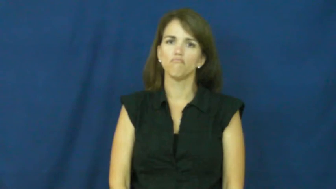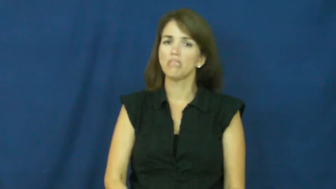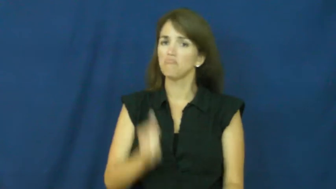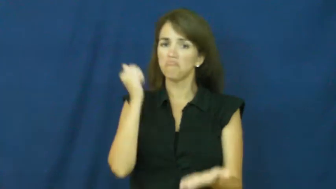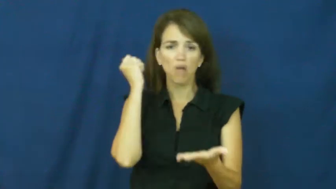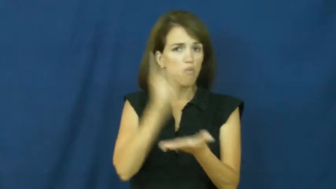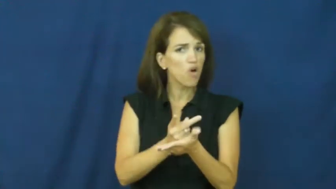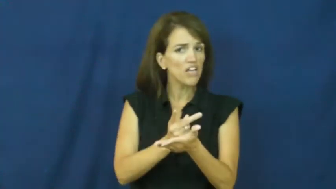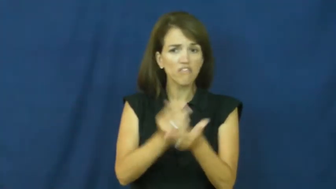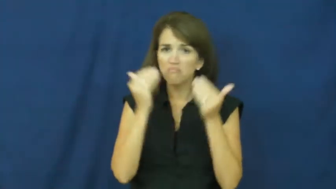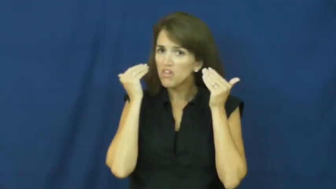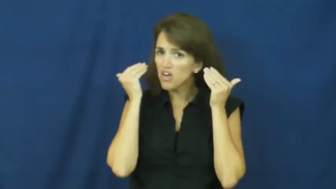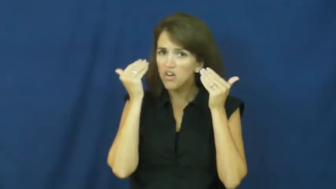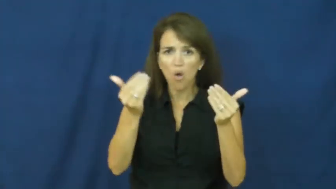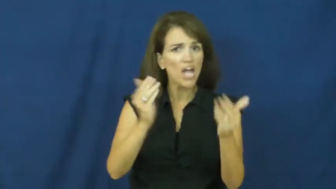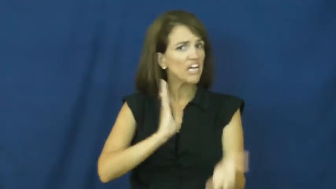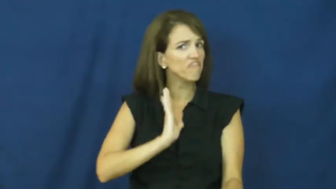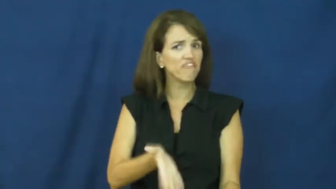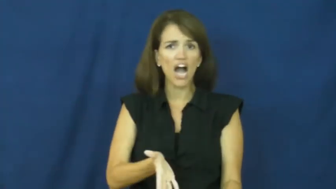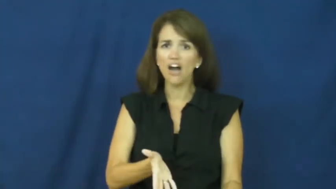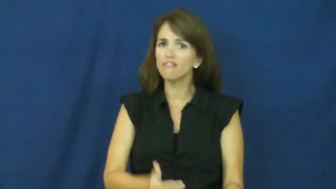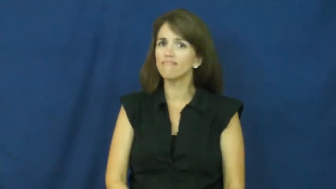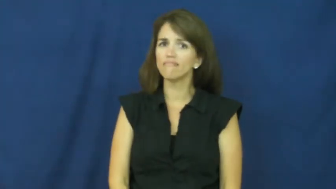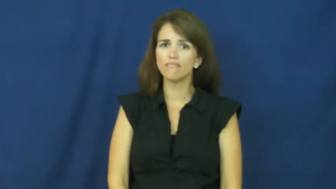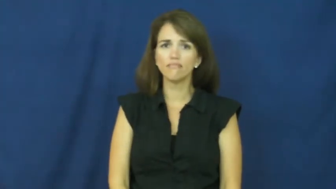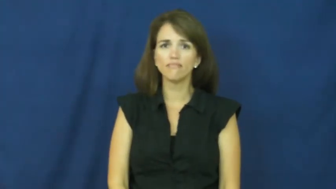a-ok